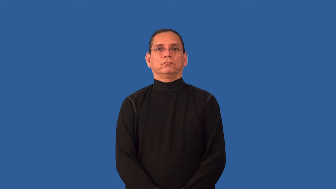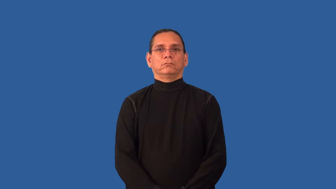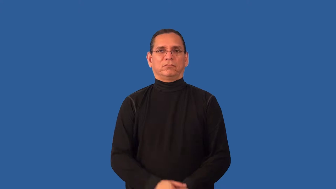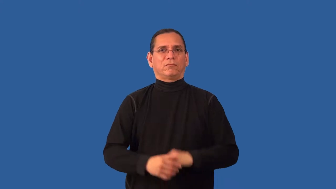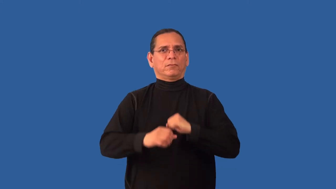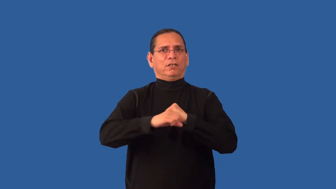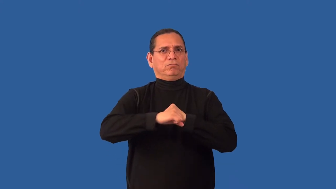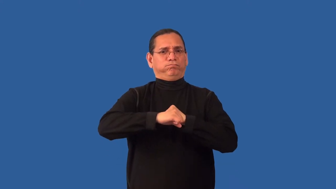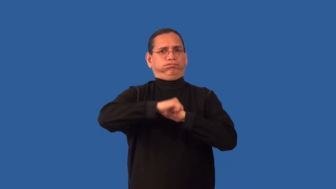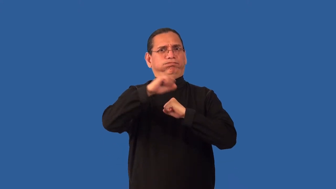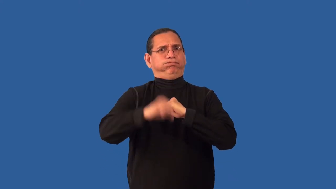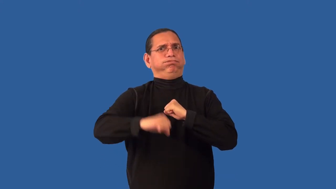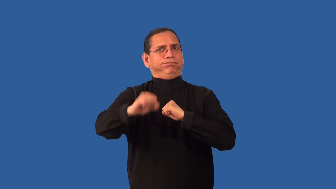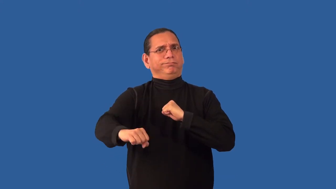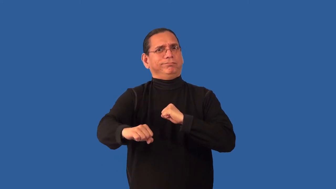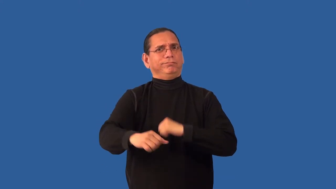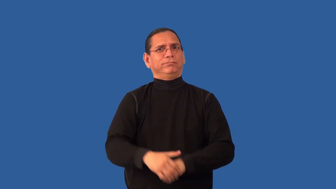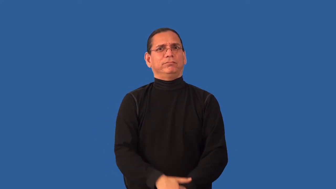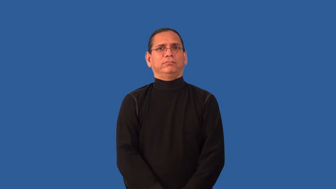overstate